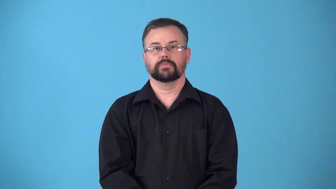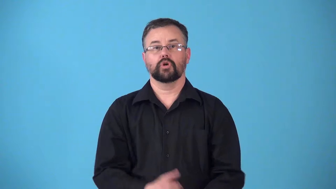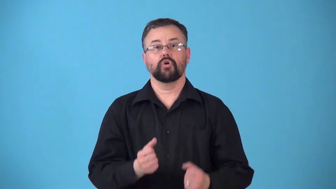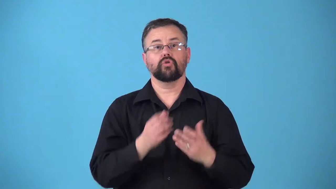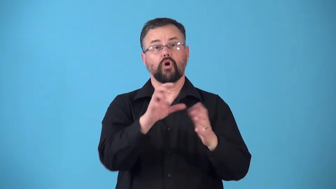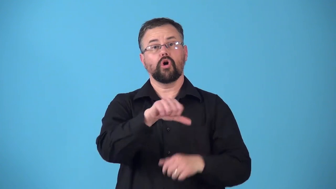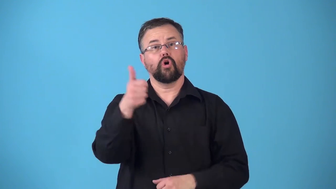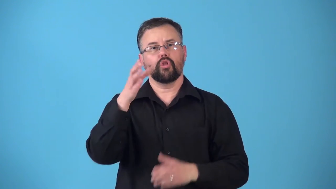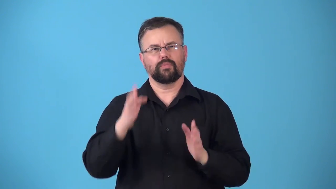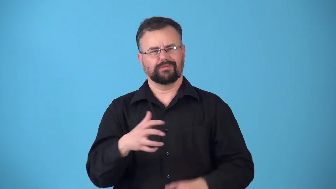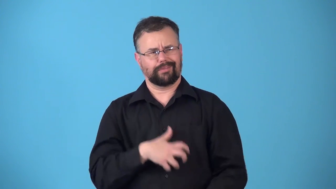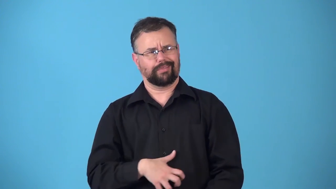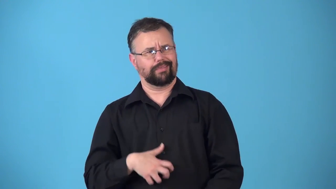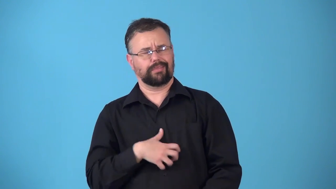repel,repulse